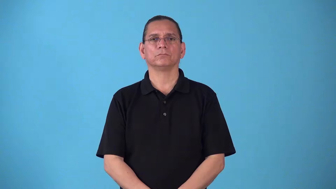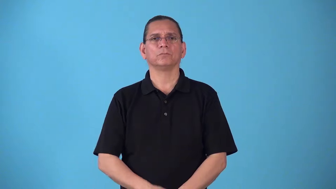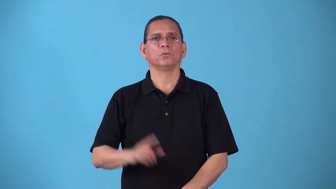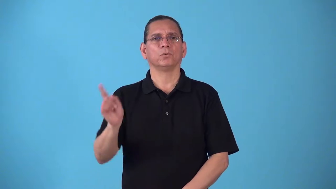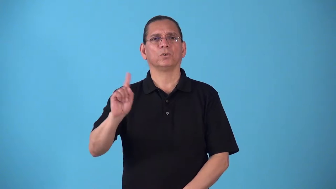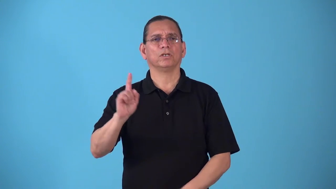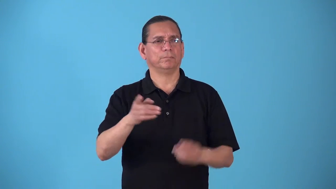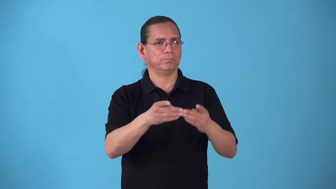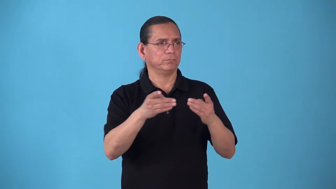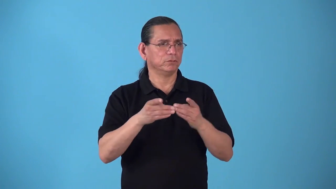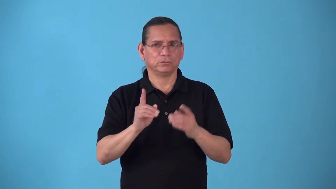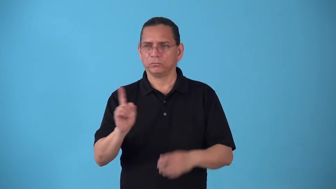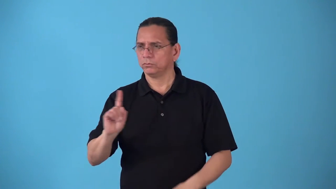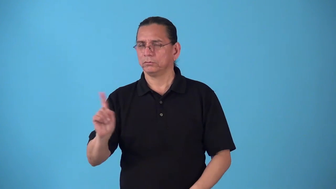spot,place-position in an order